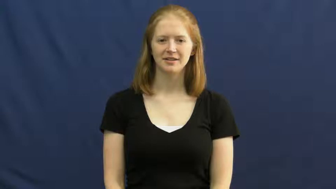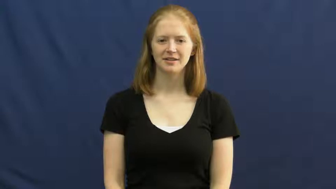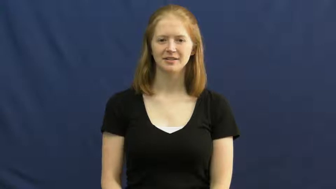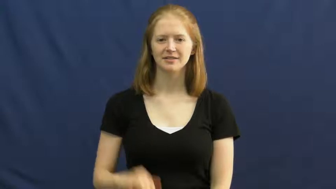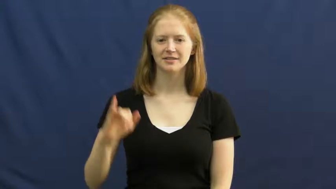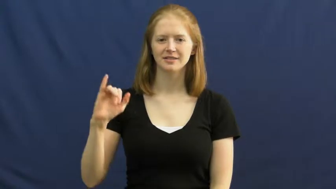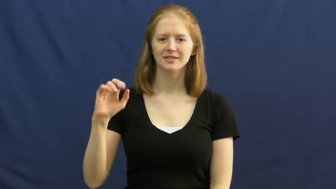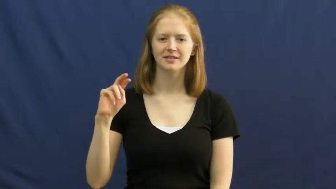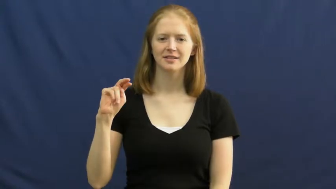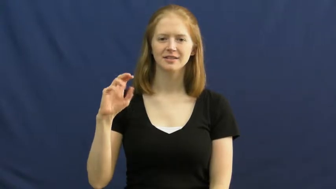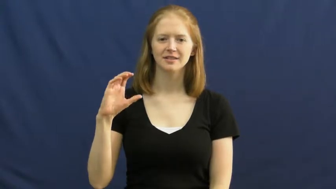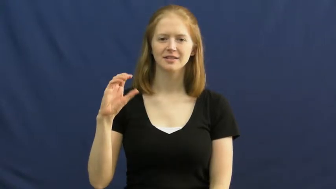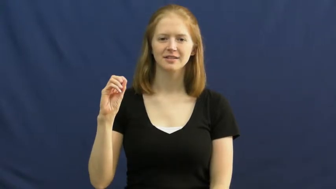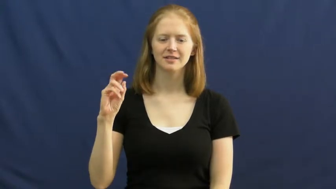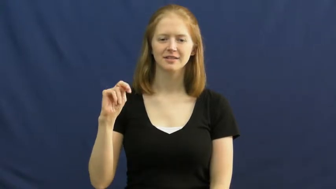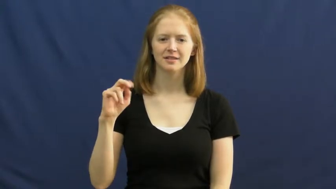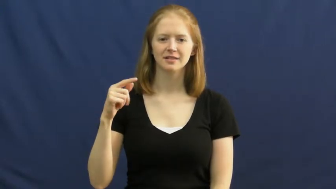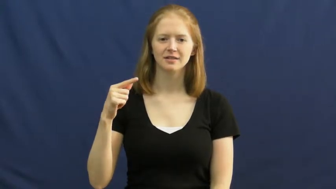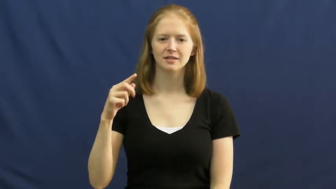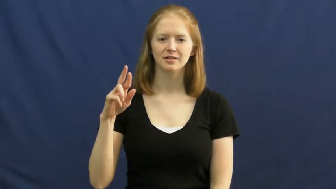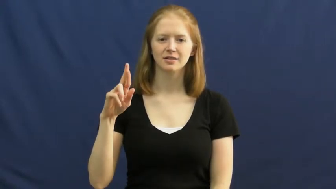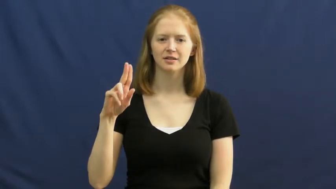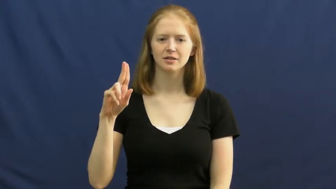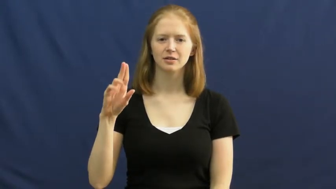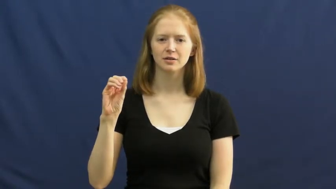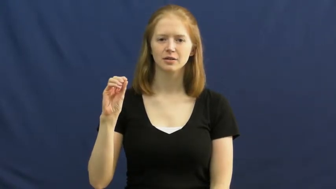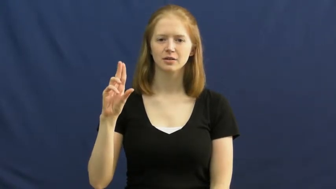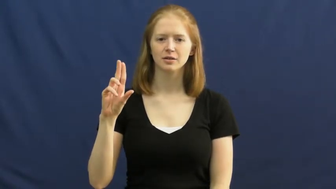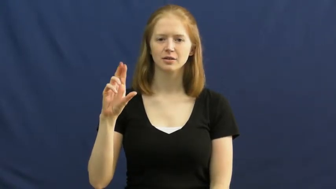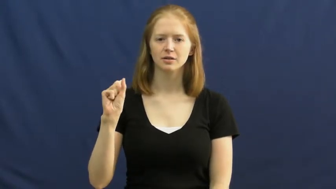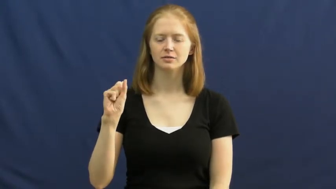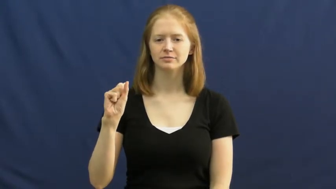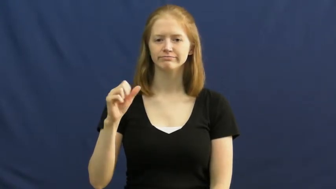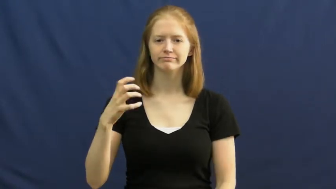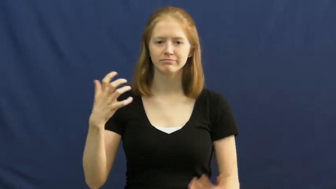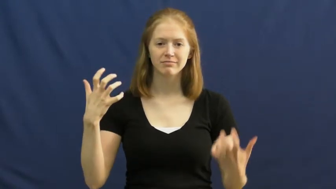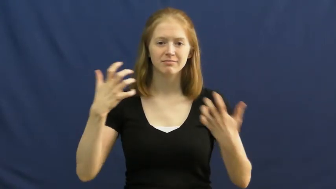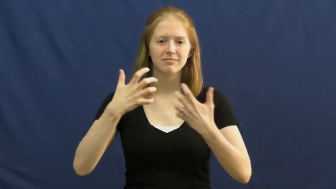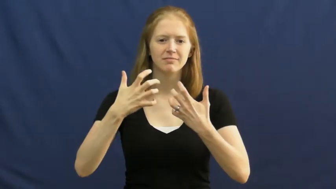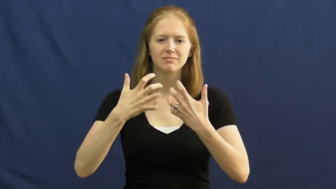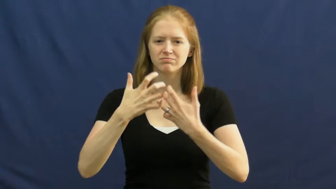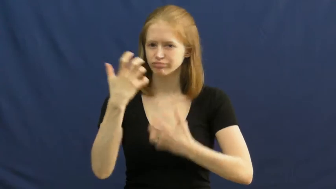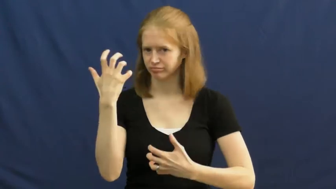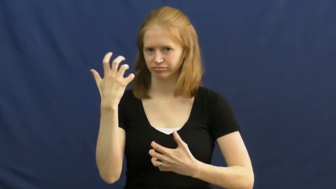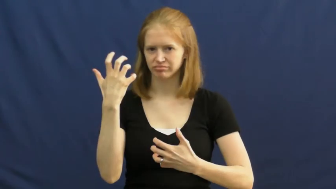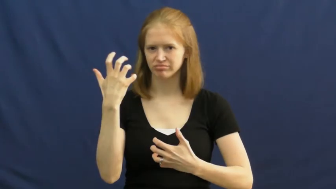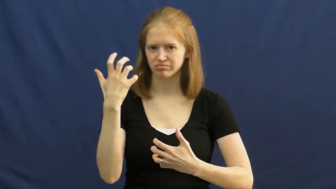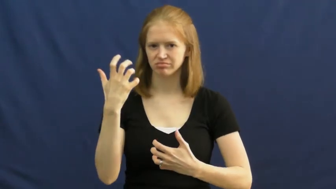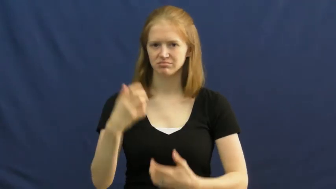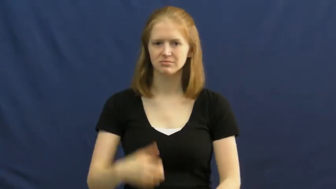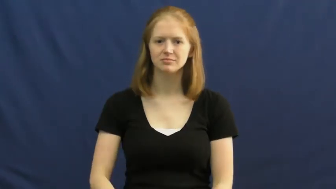incongruous